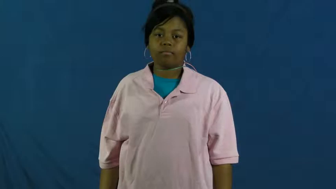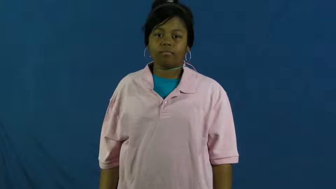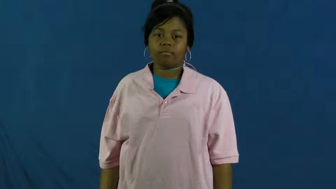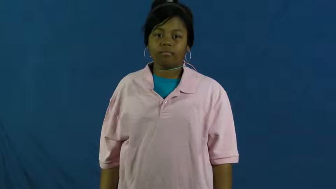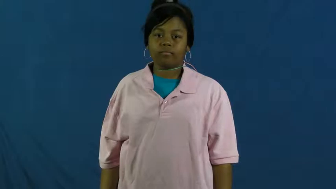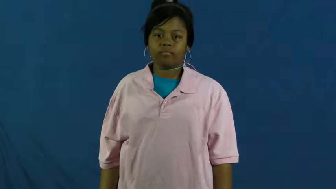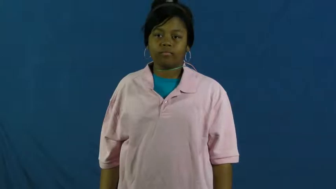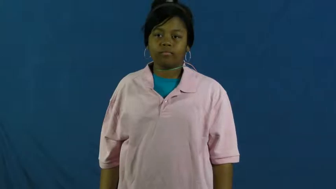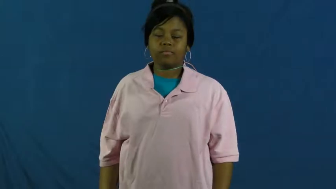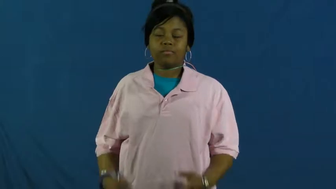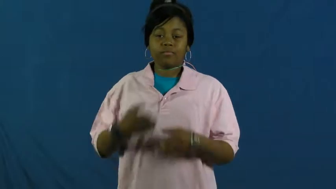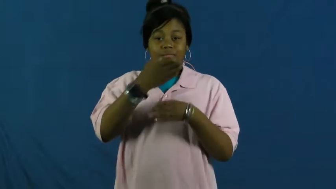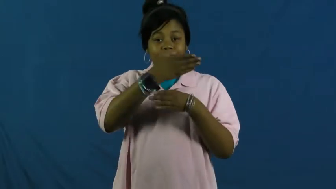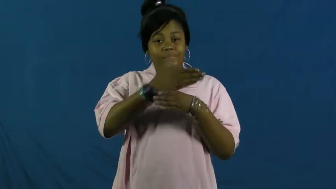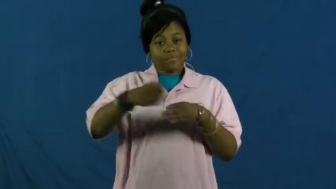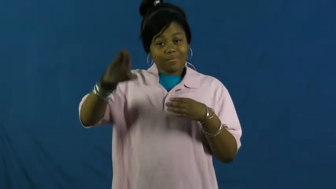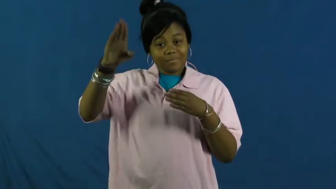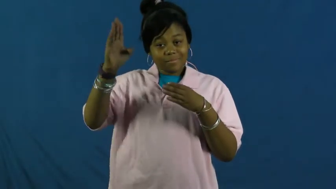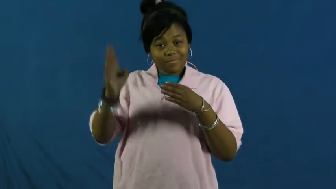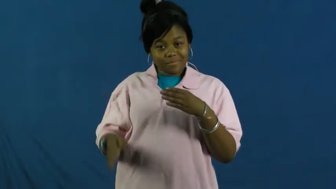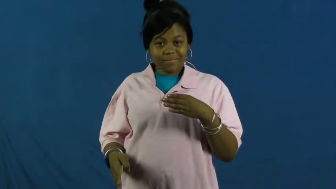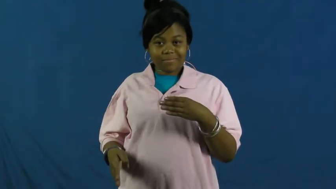wind up-end